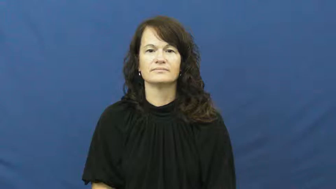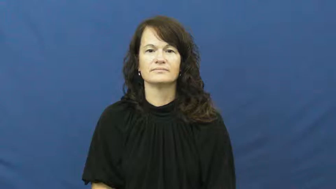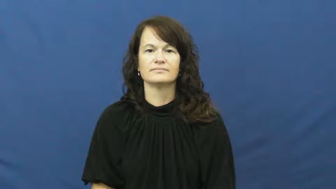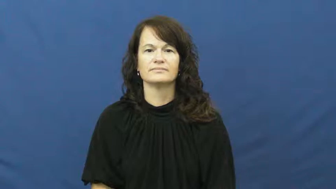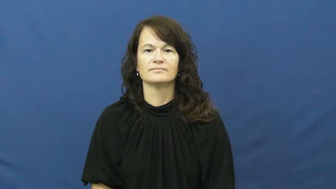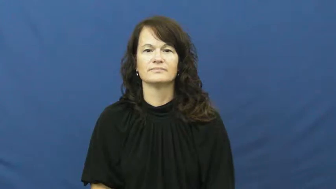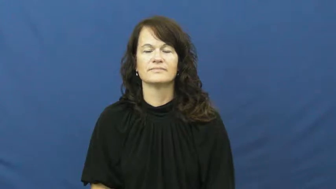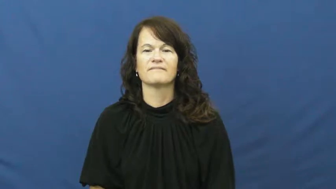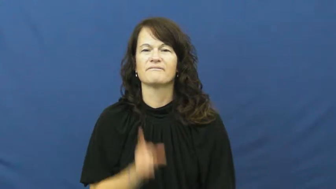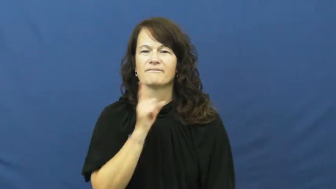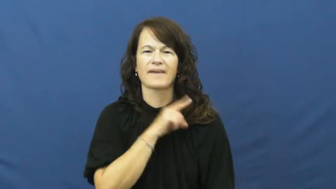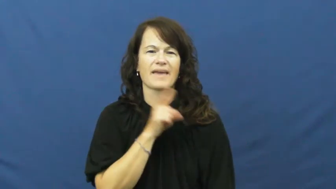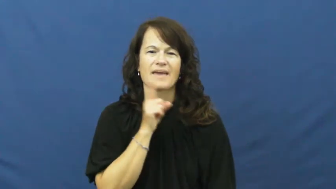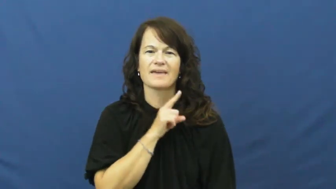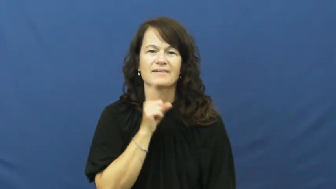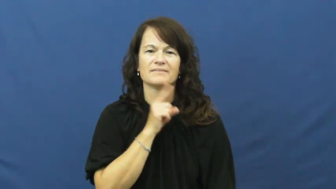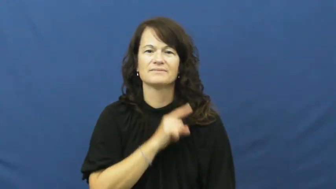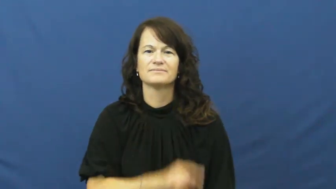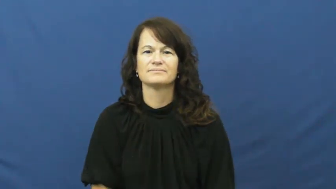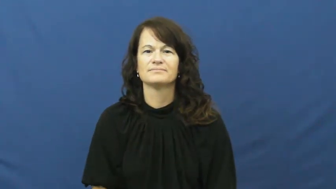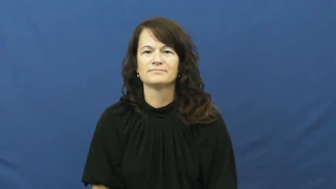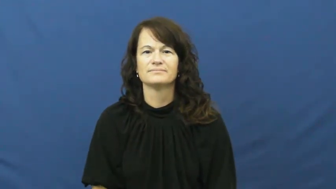counterfeit,knock off-adj